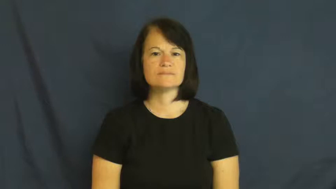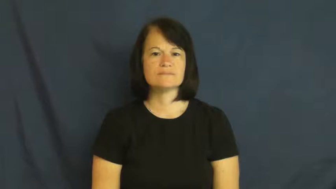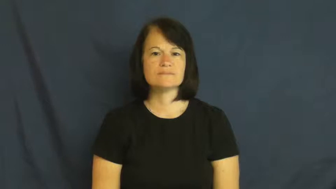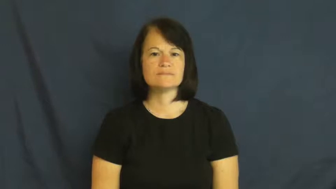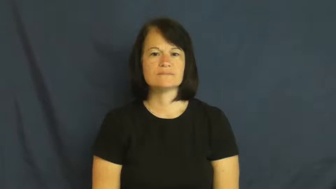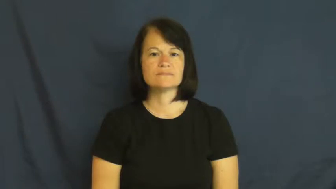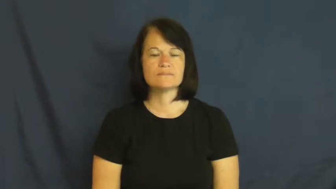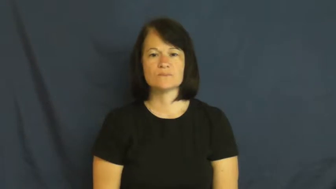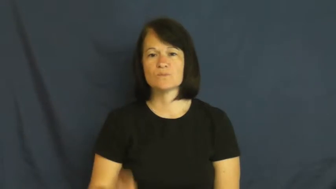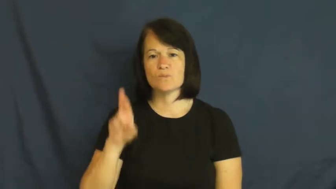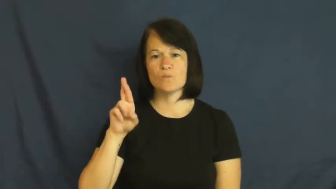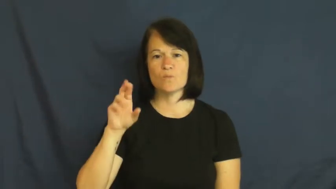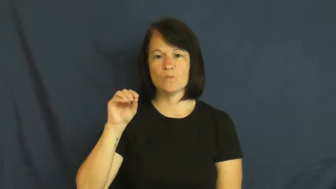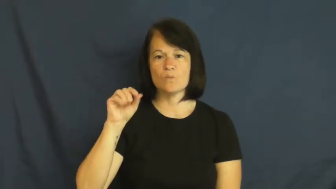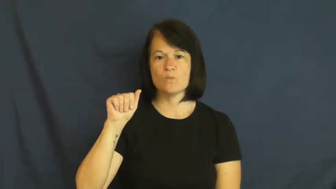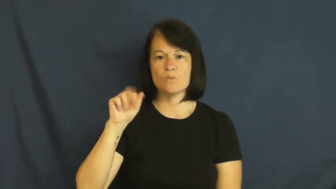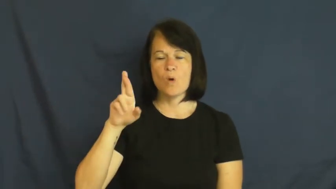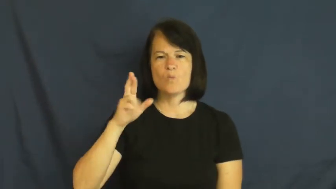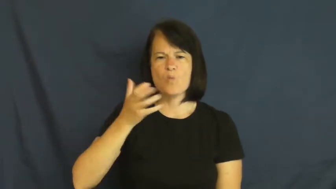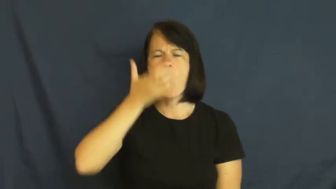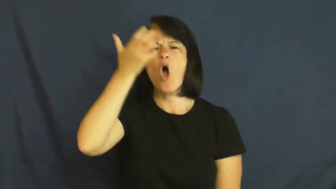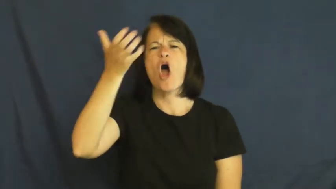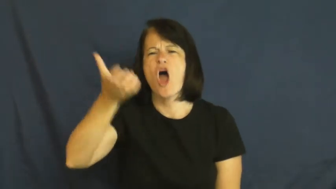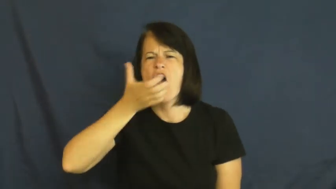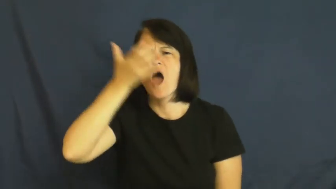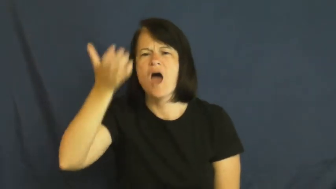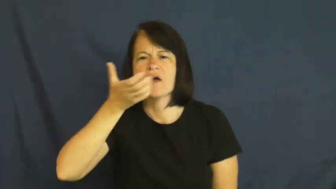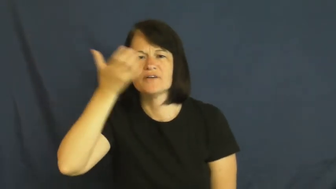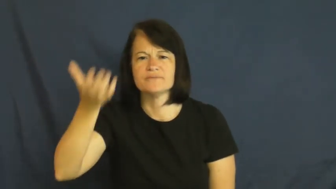roar